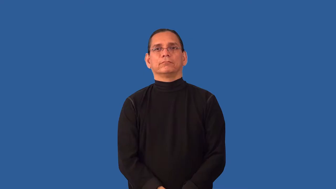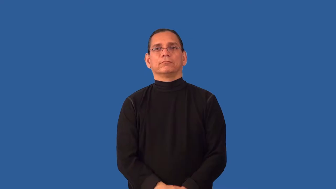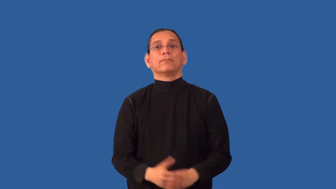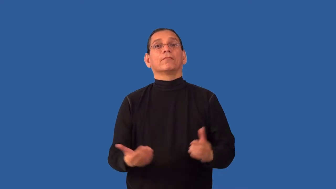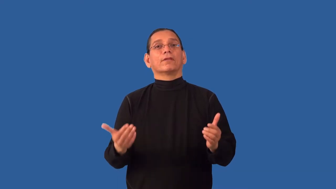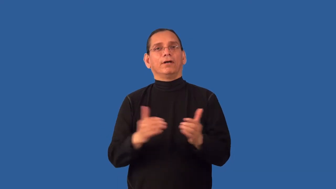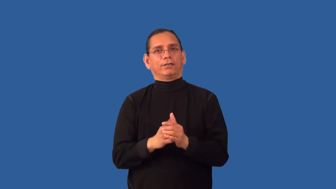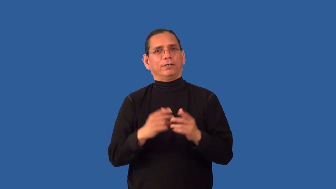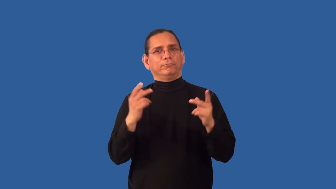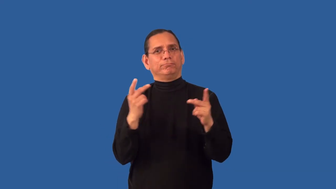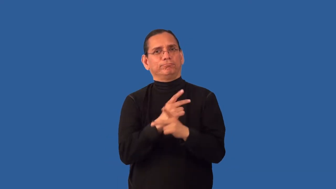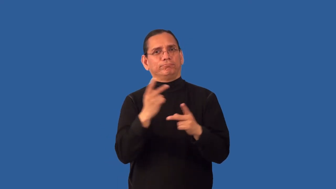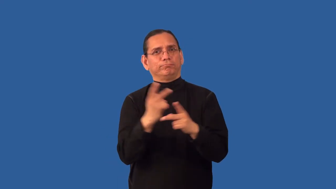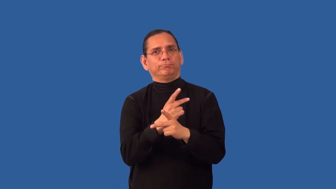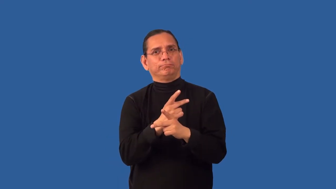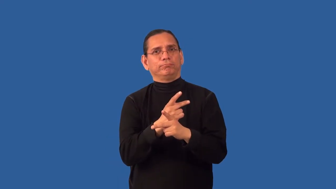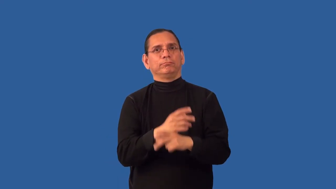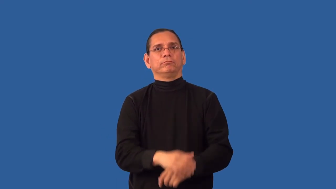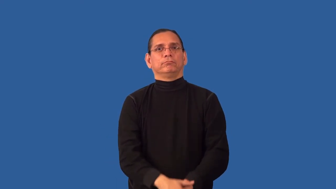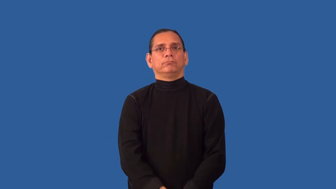recalculate